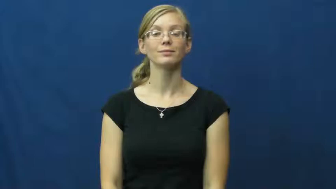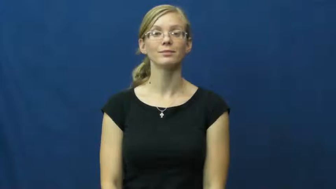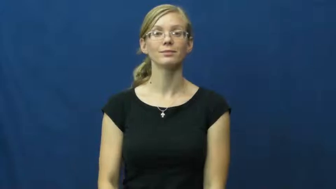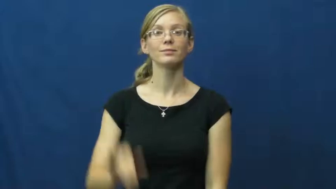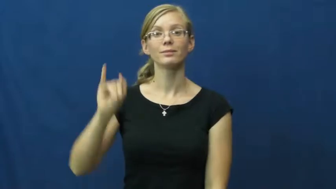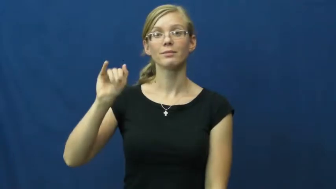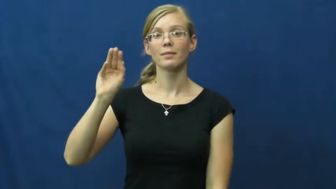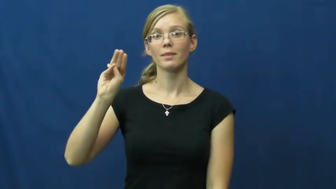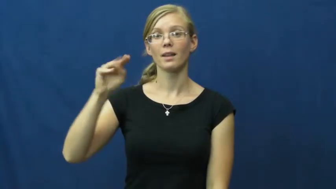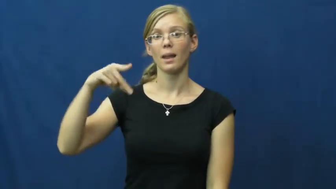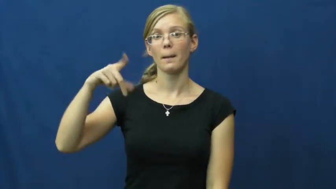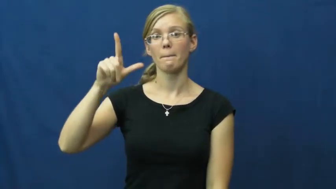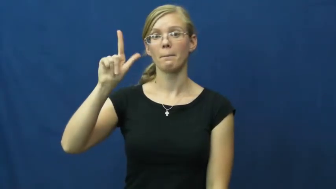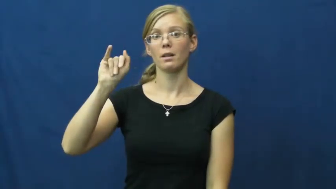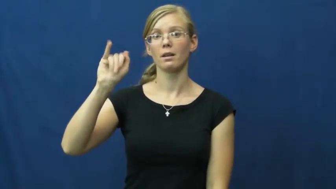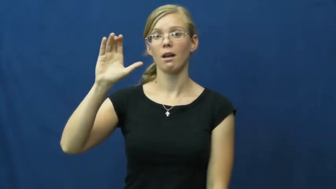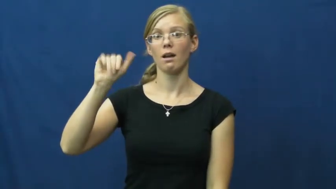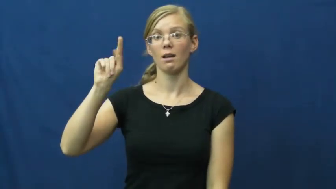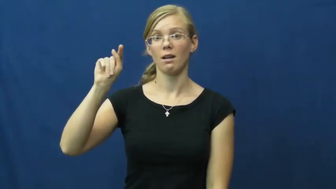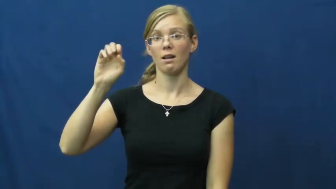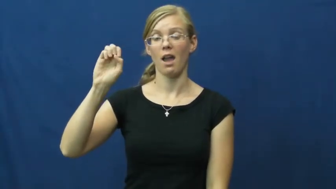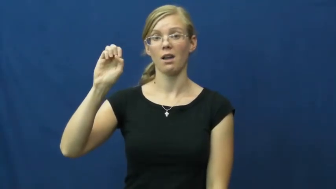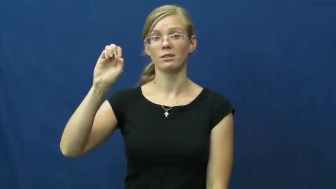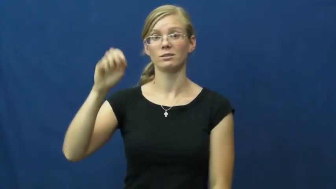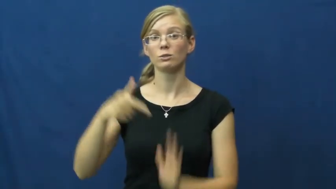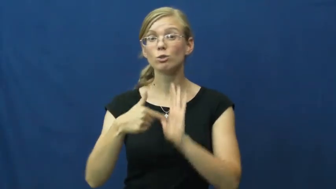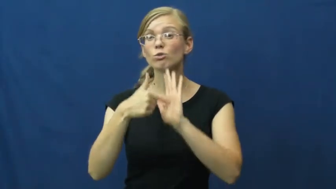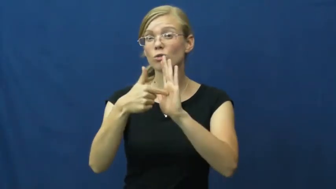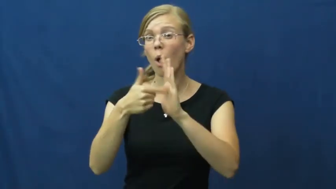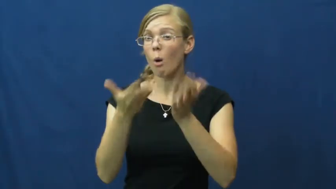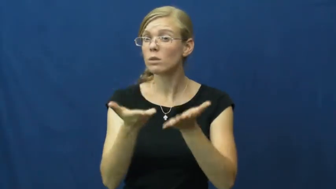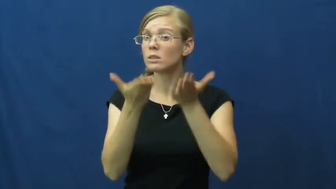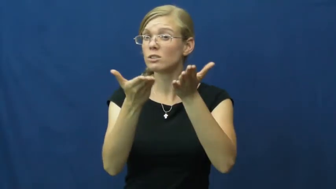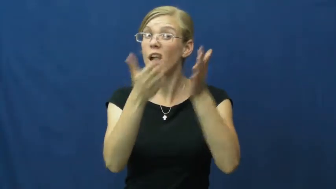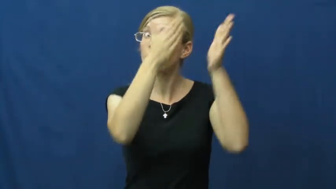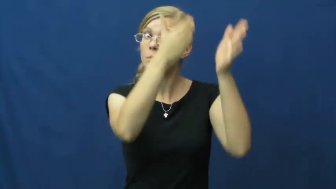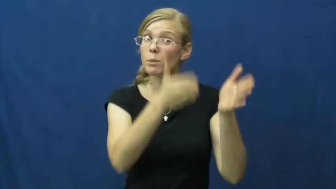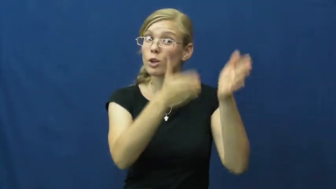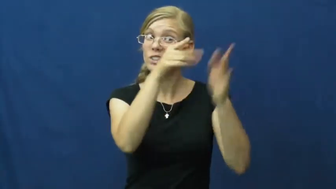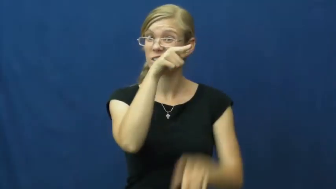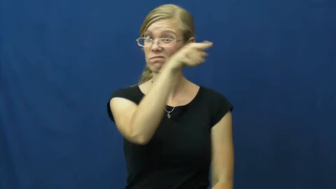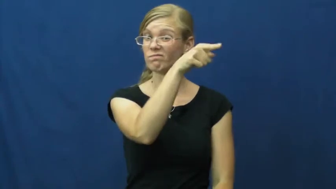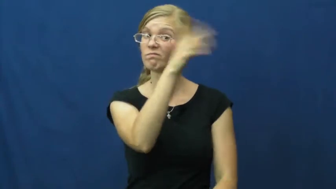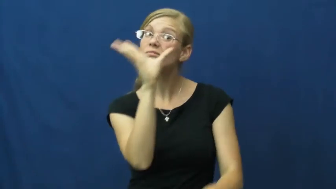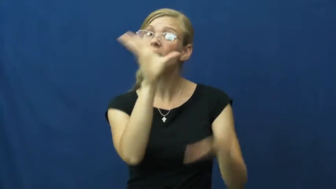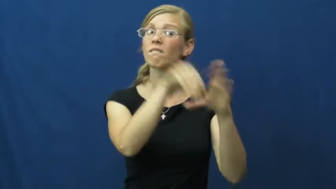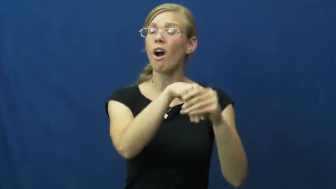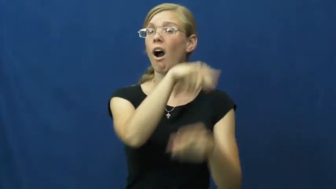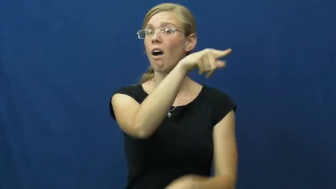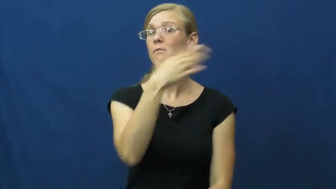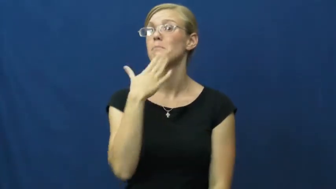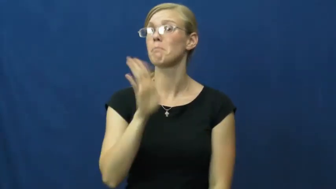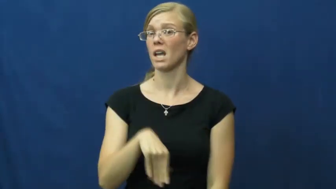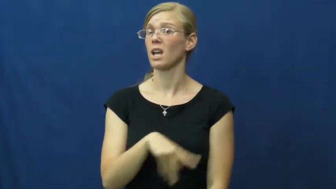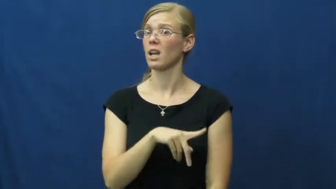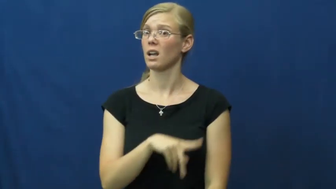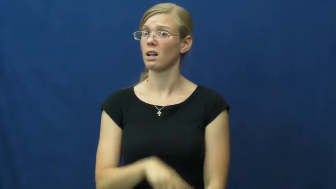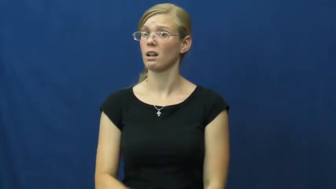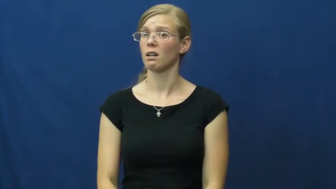implicate